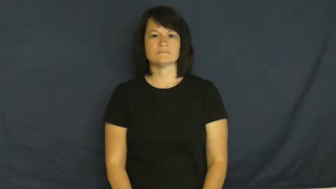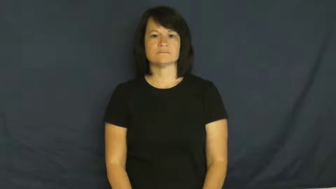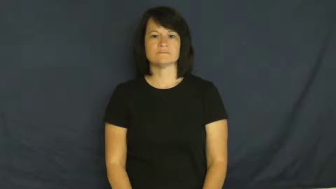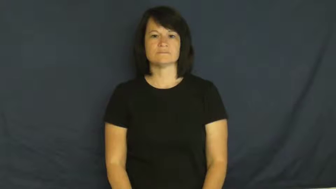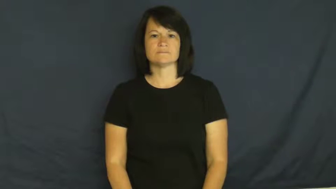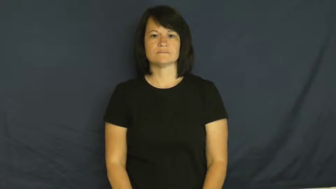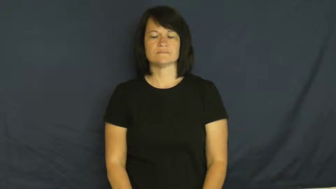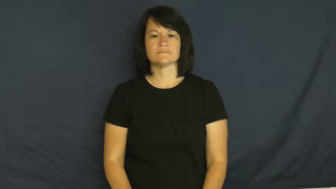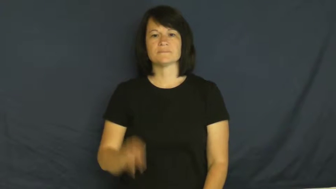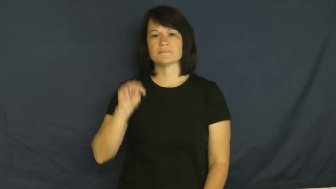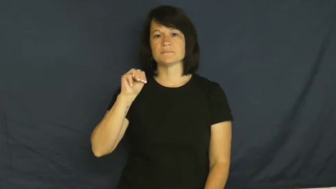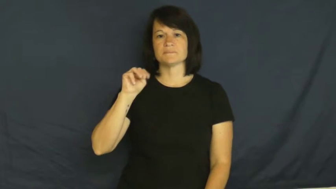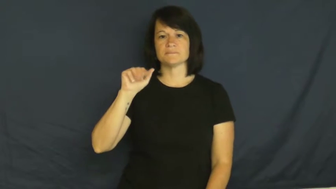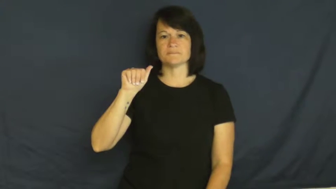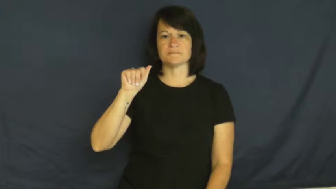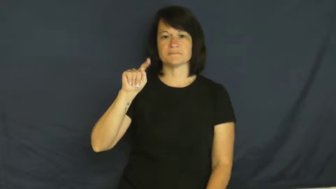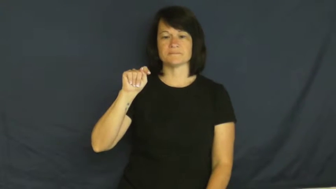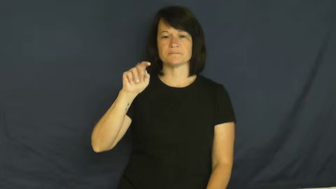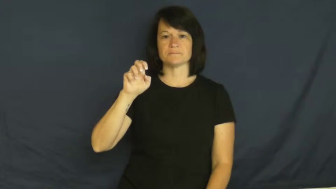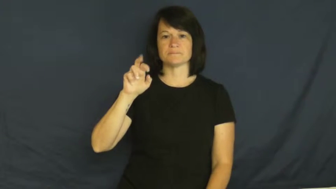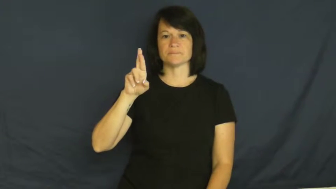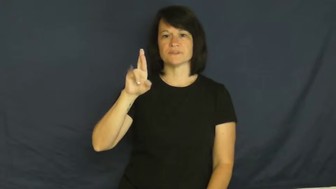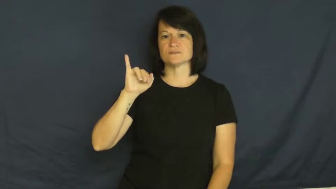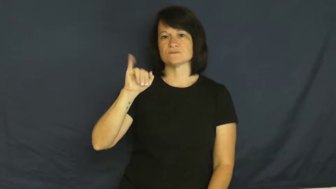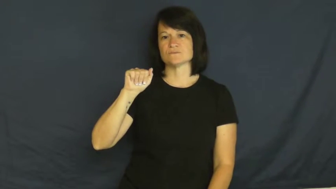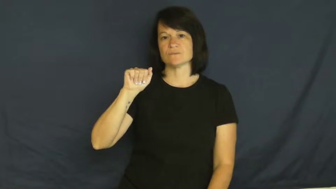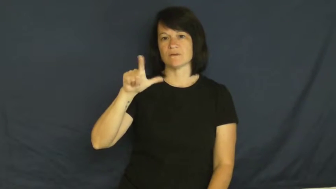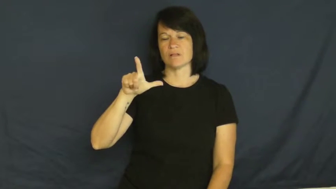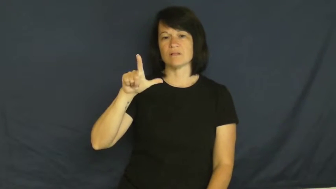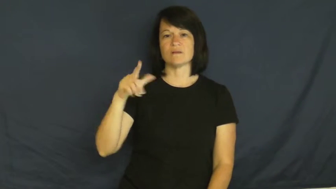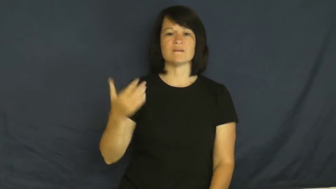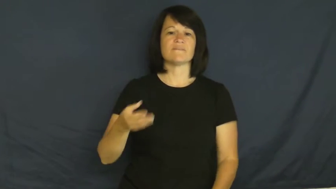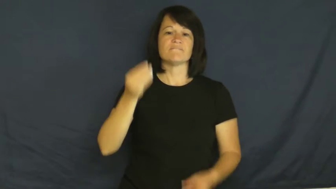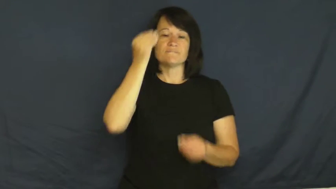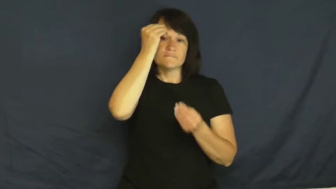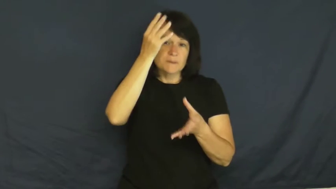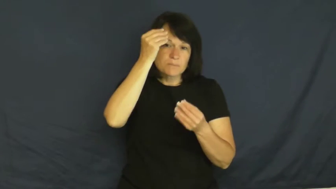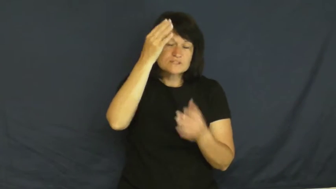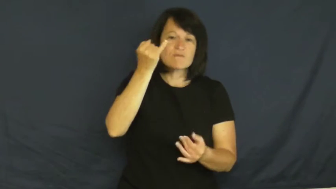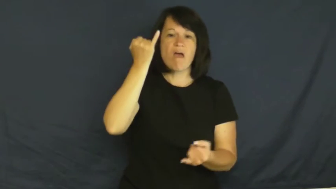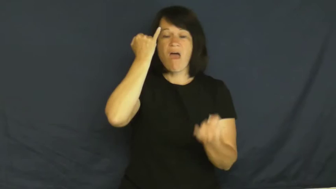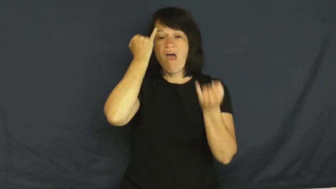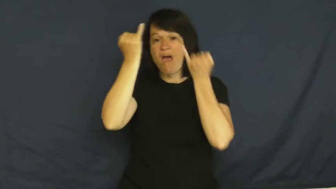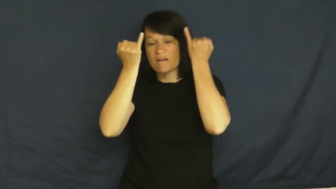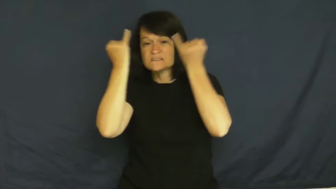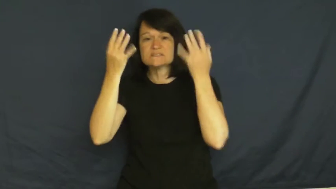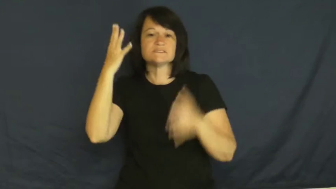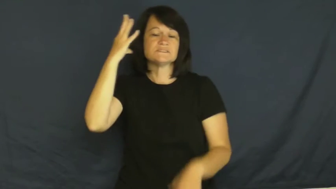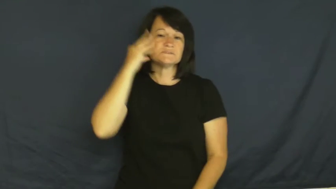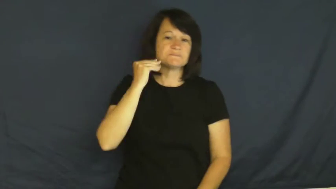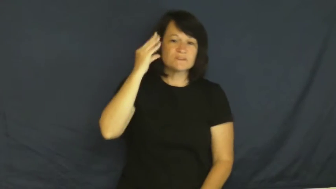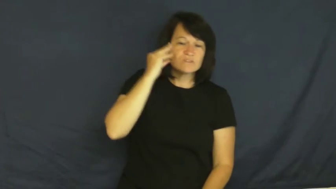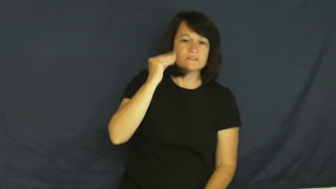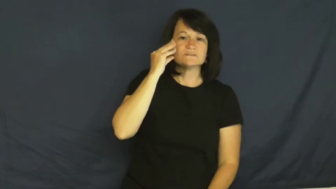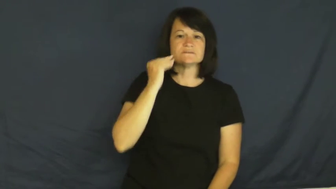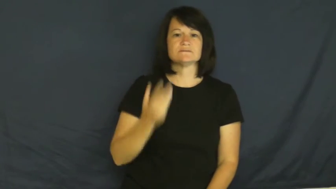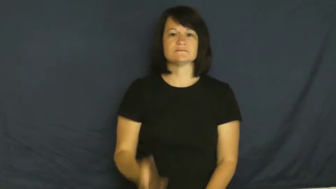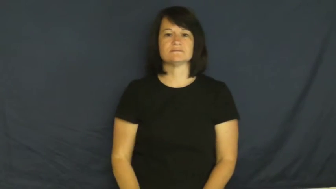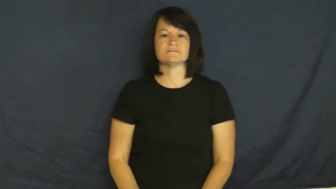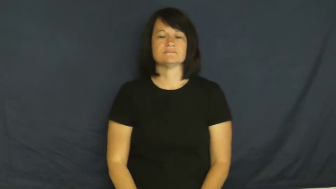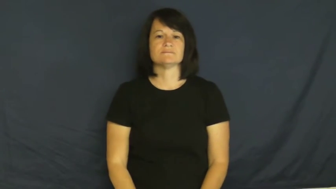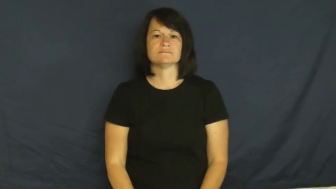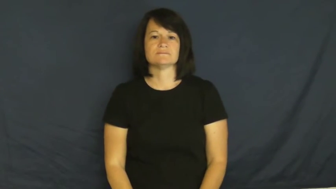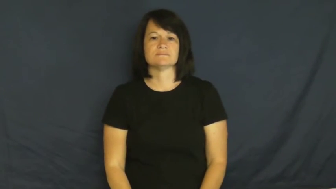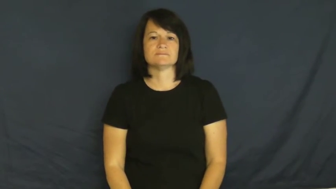material-information